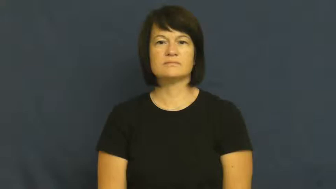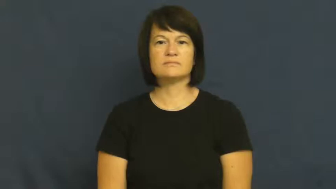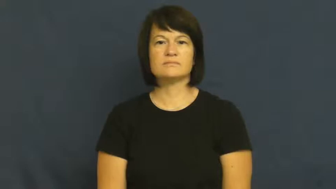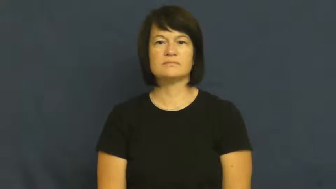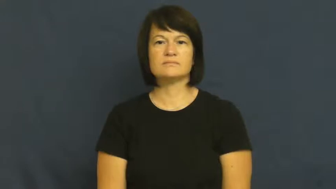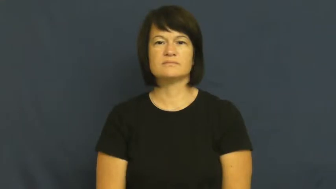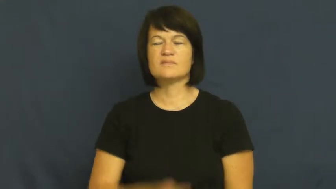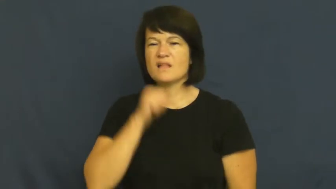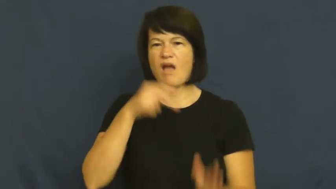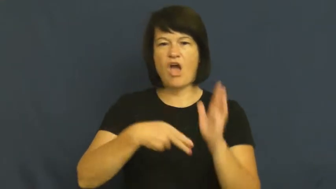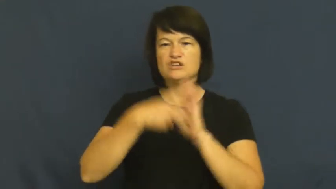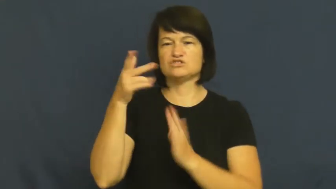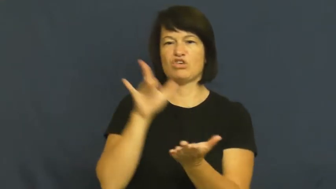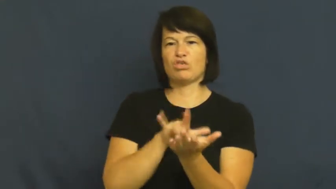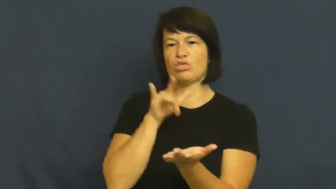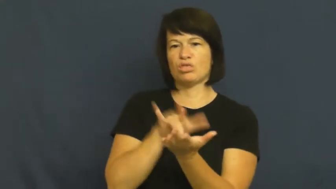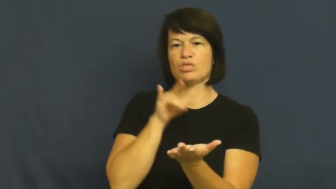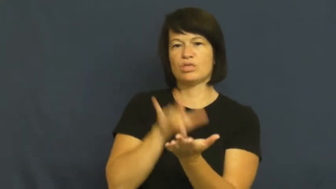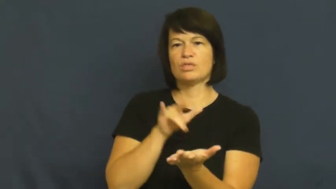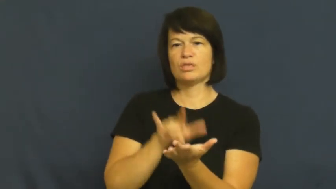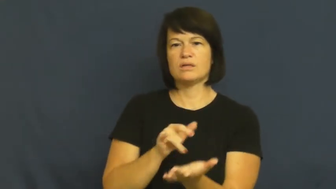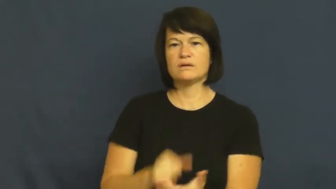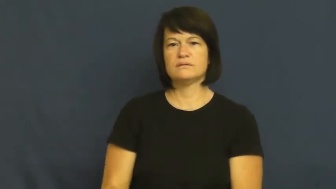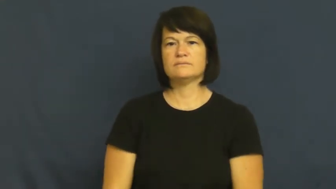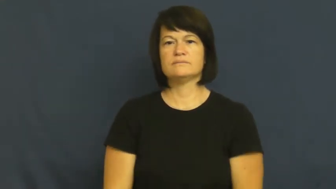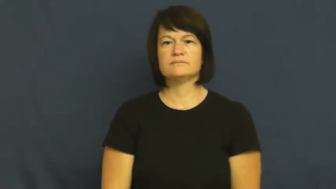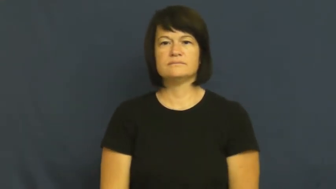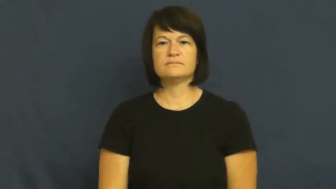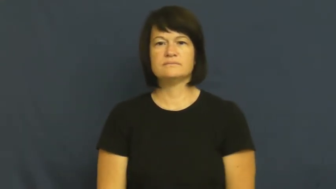milk-take advantage